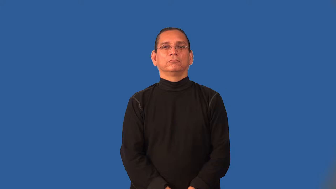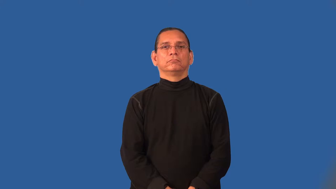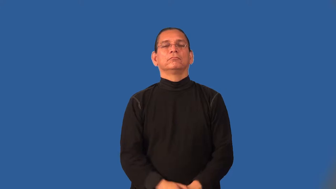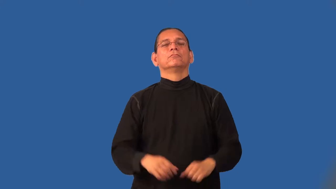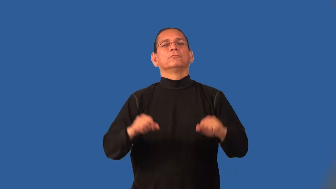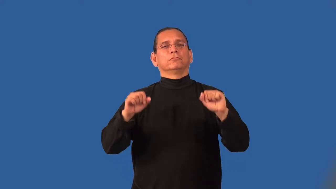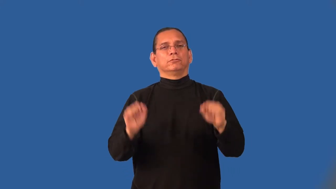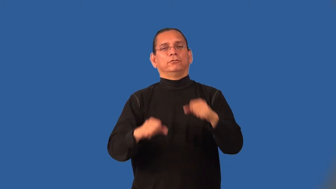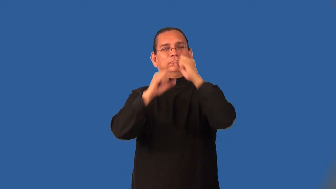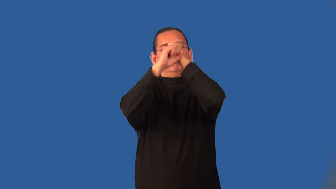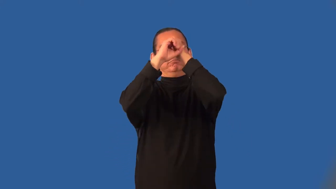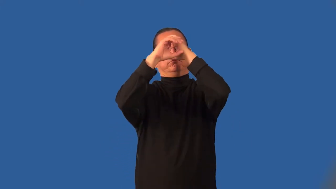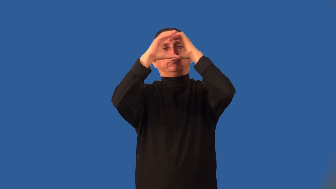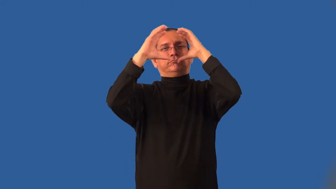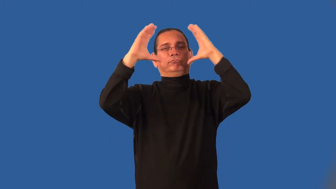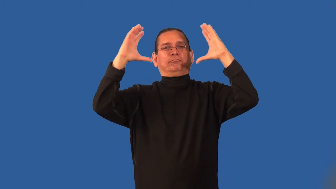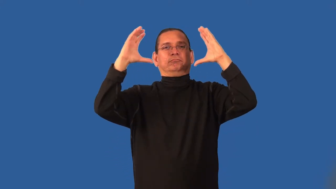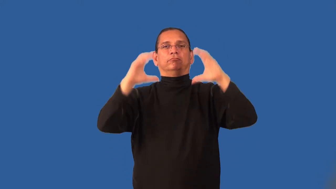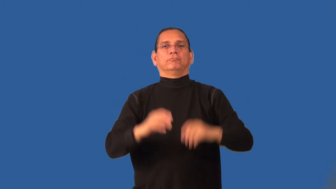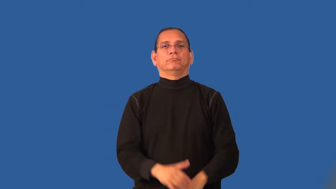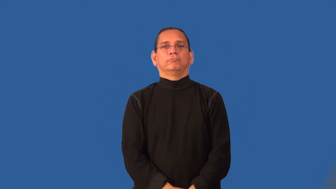imaginable